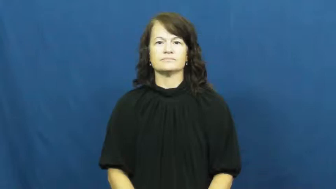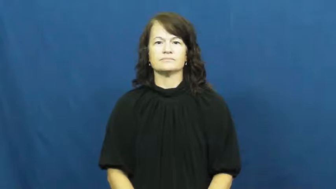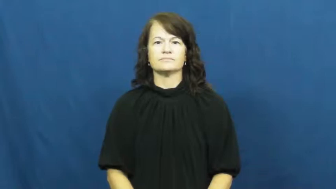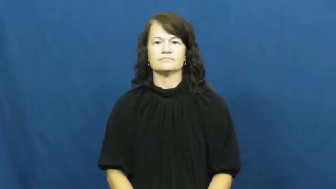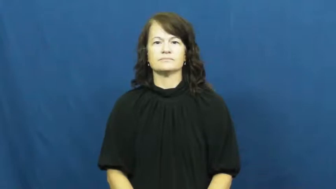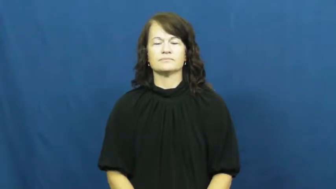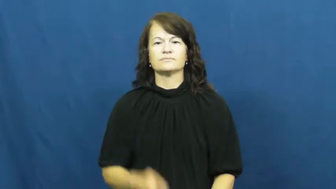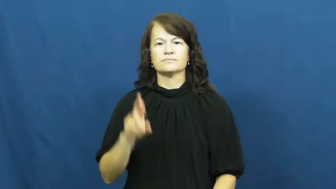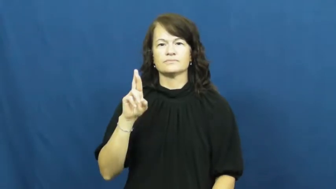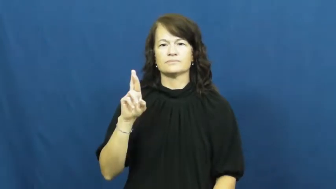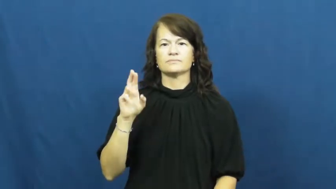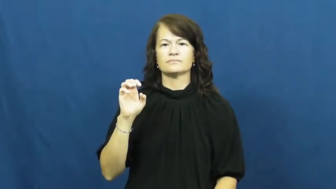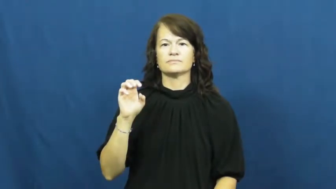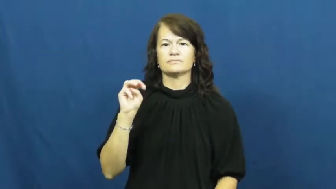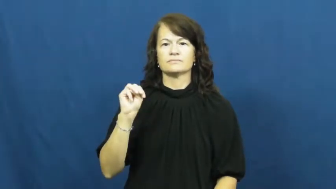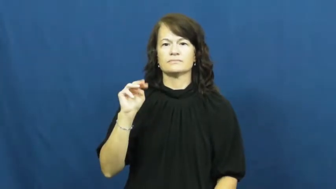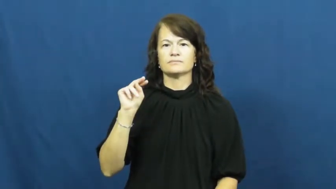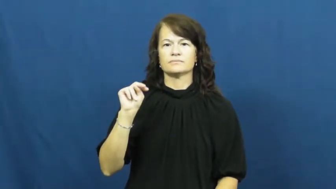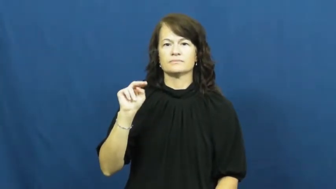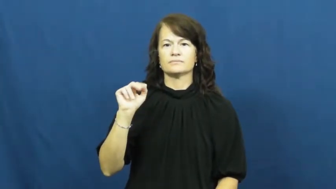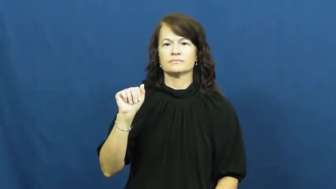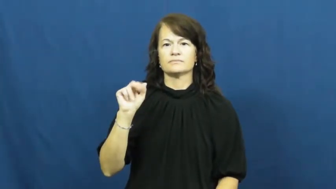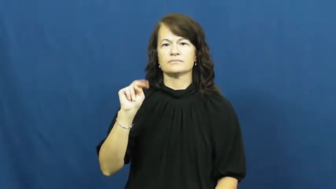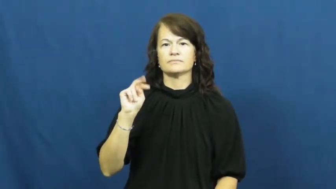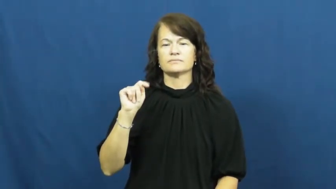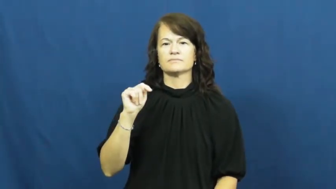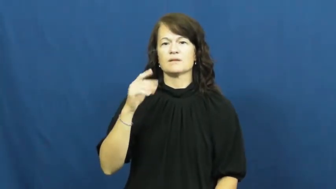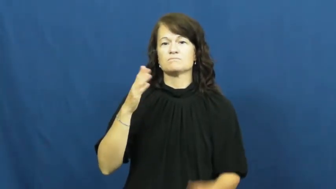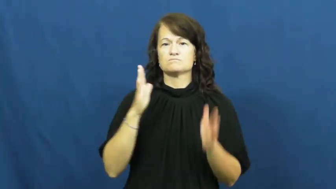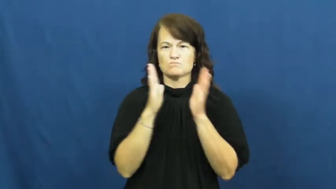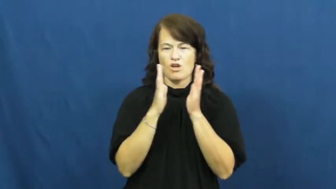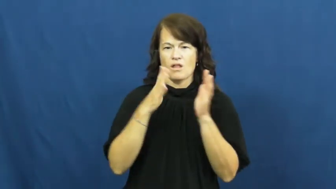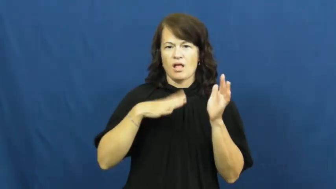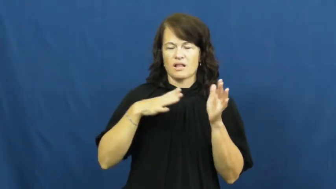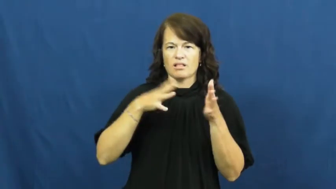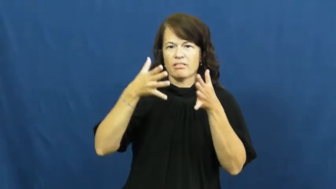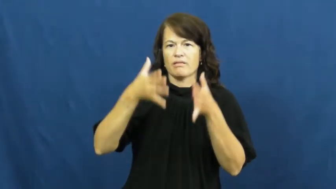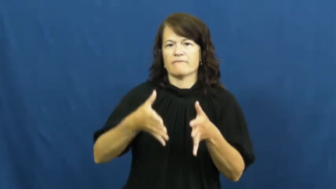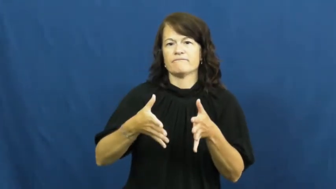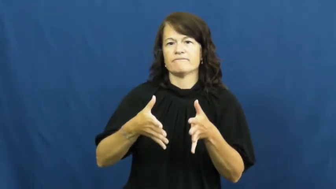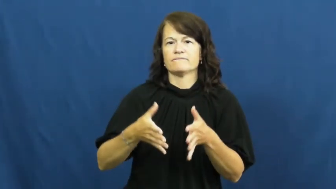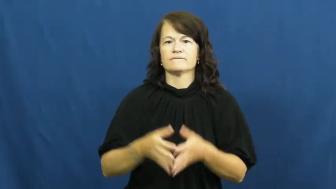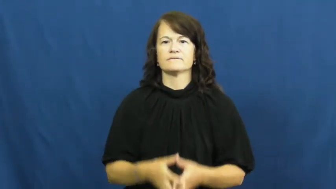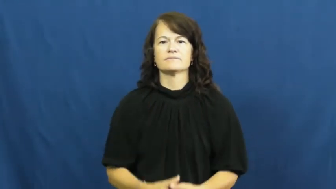remnant